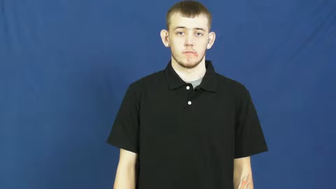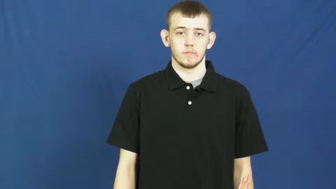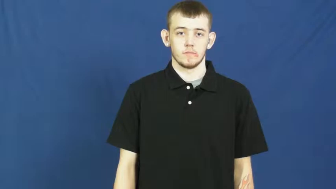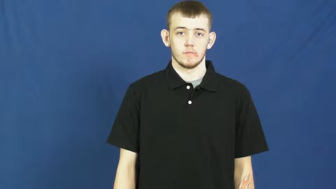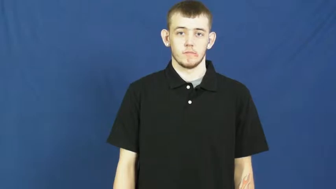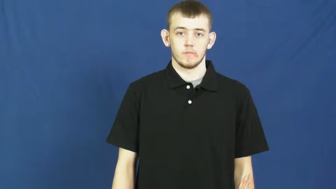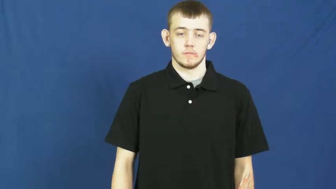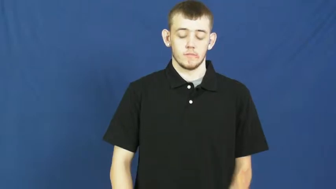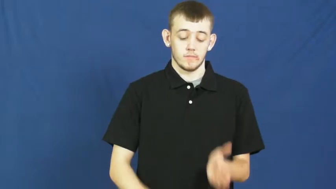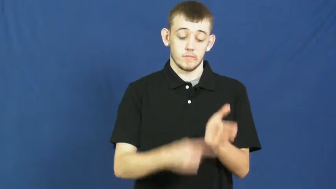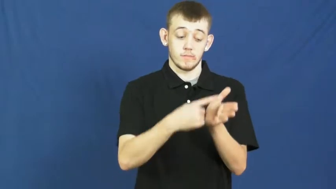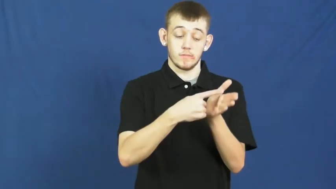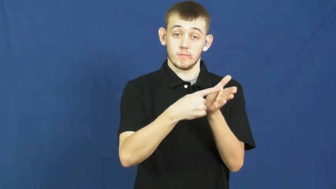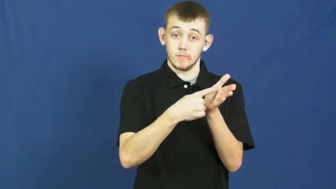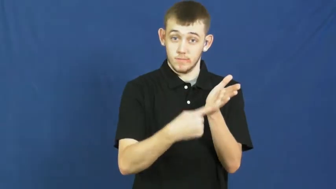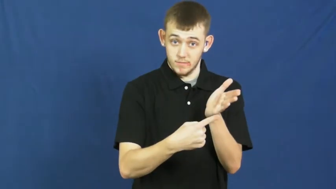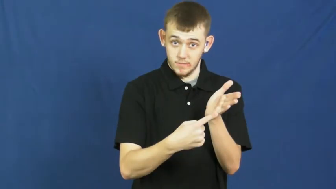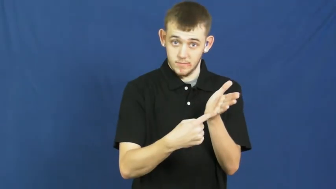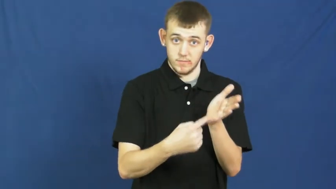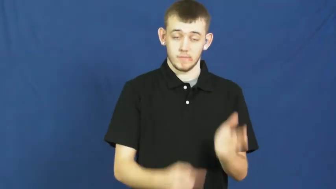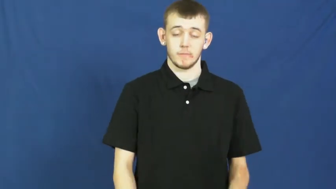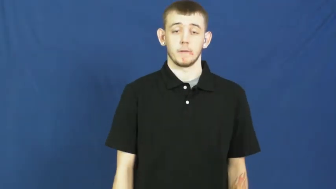slit